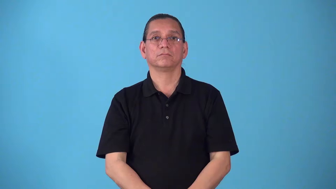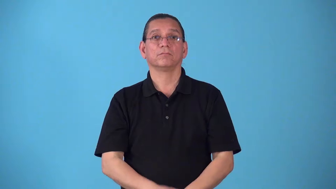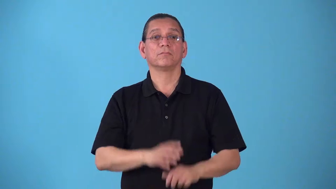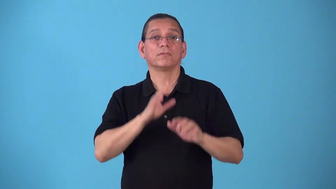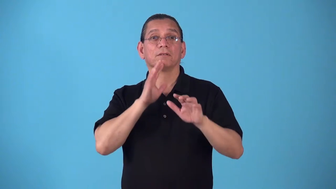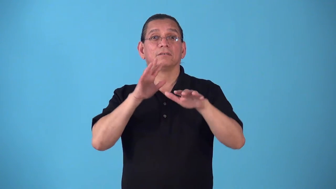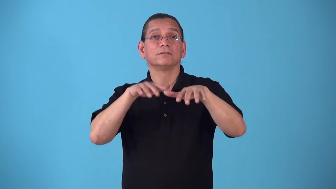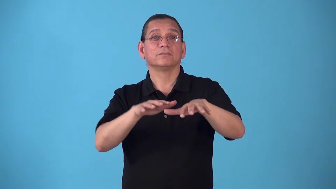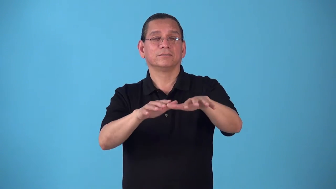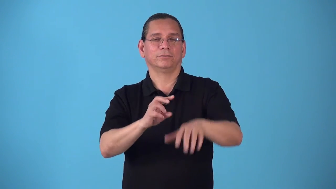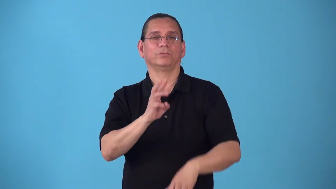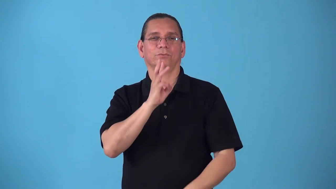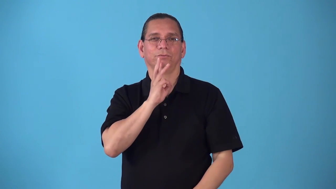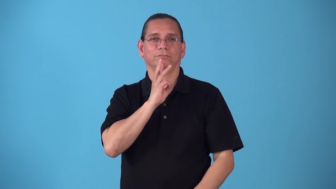seawater